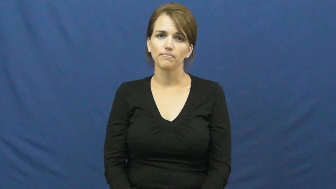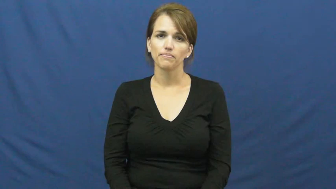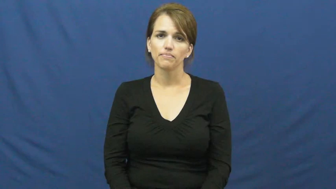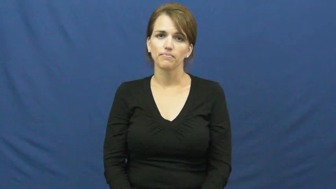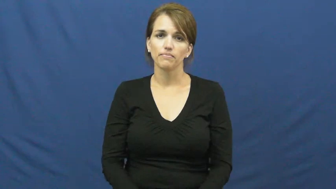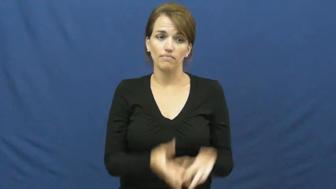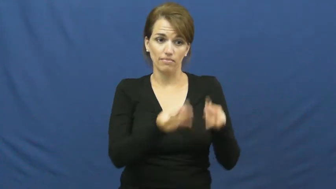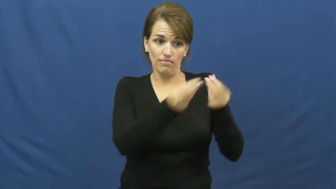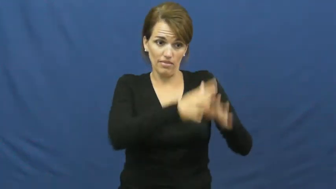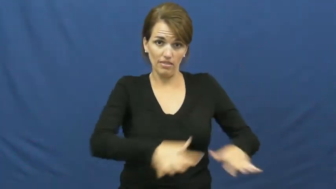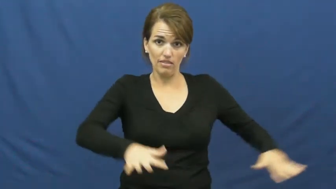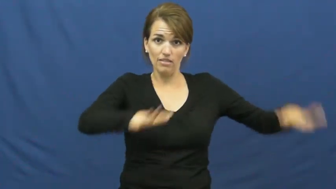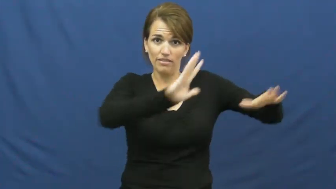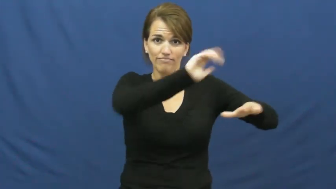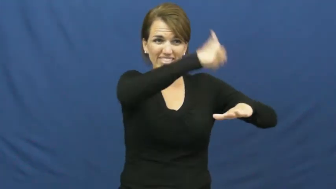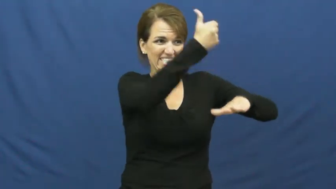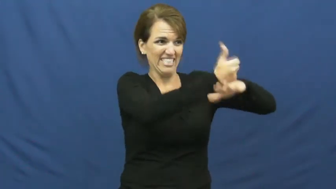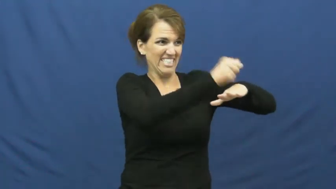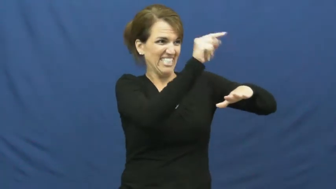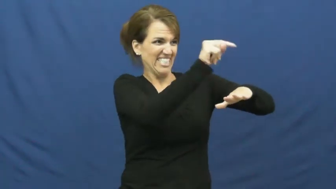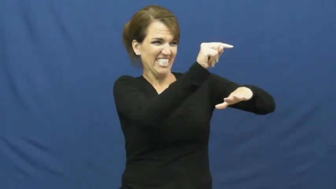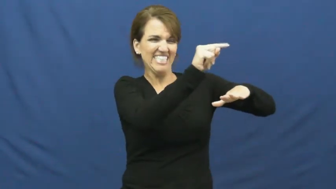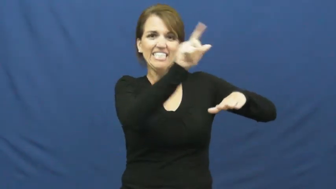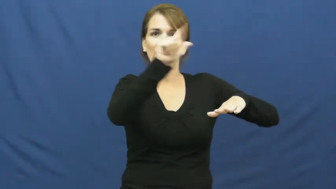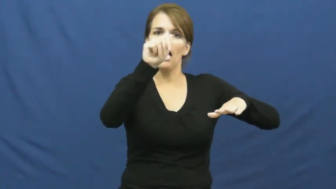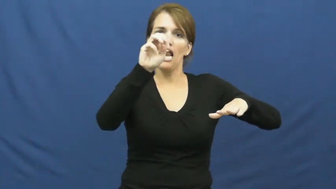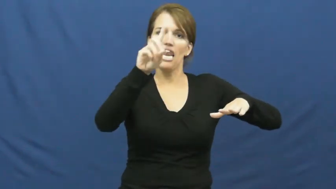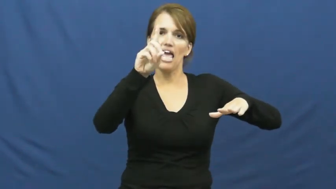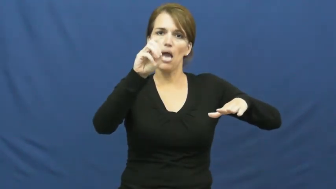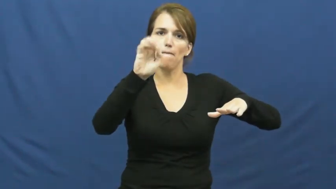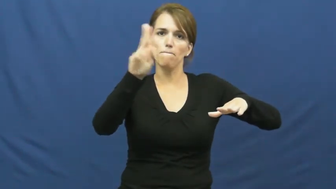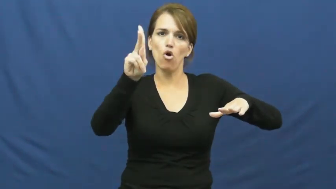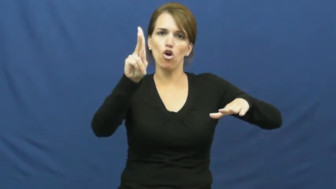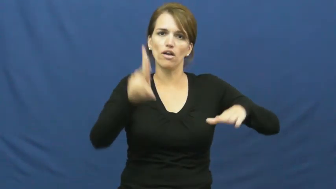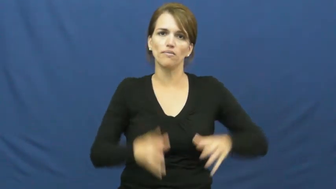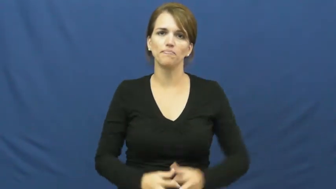landmark